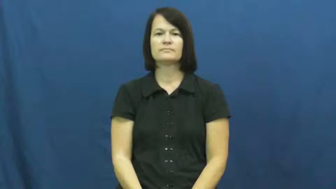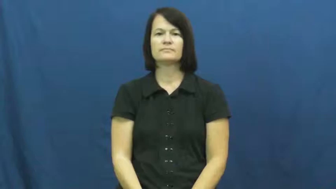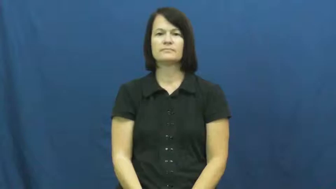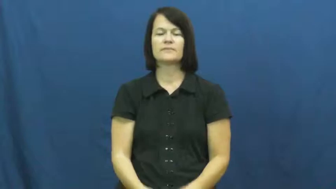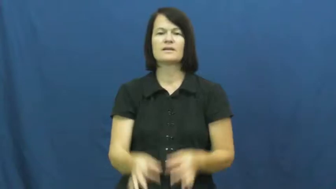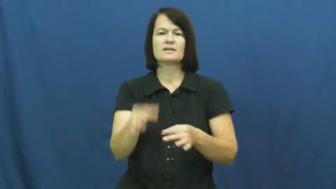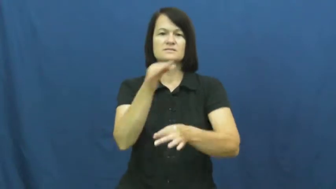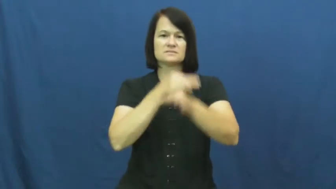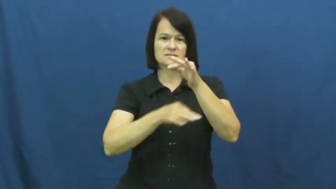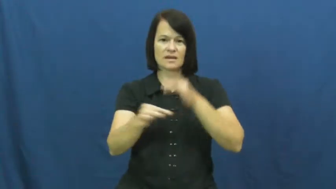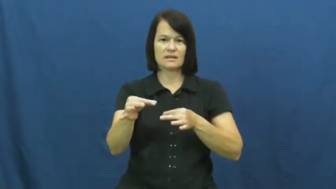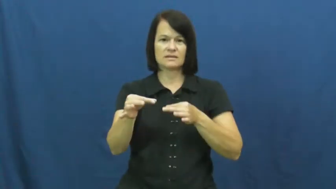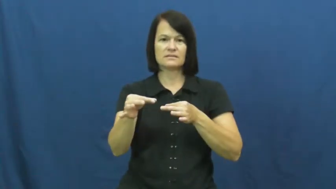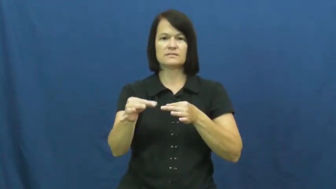instead,ere,leiu,stead